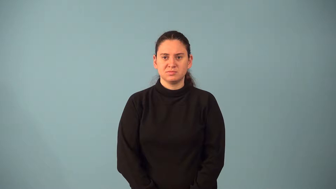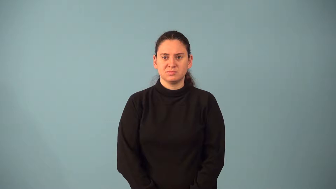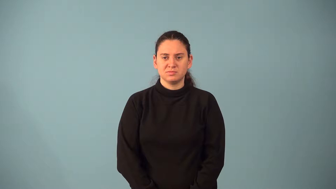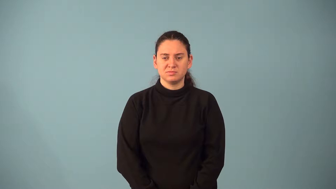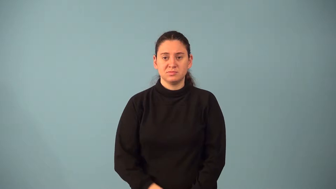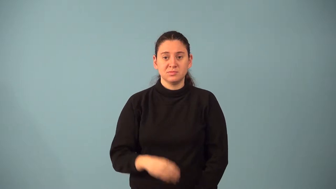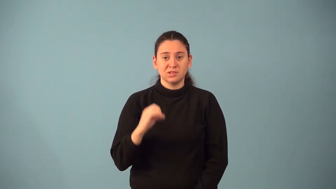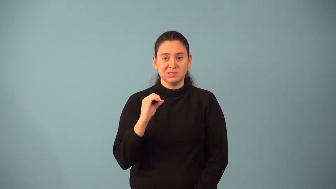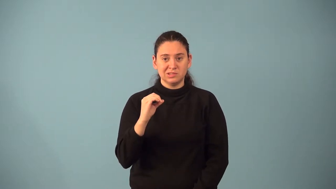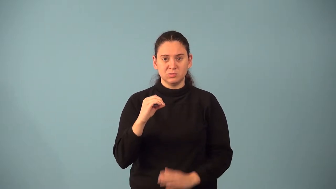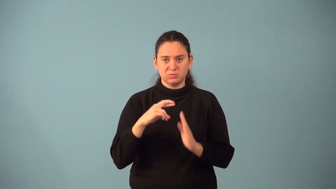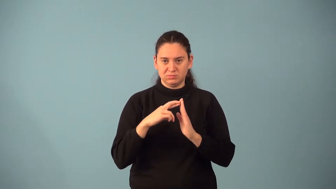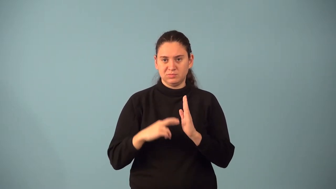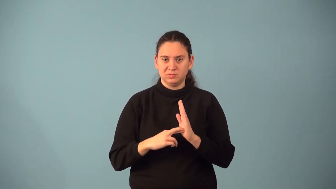zero product property